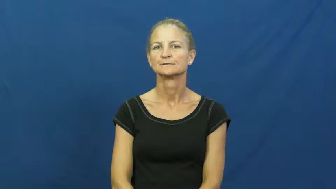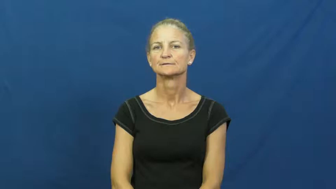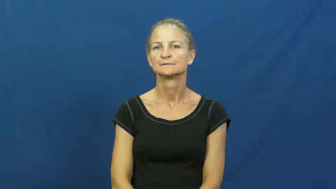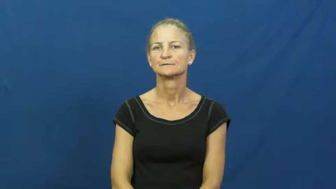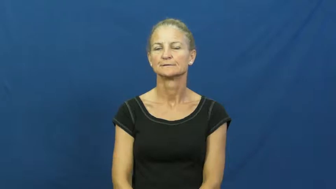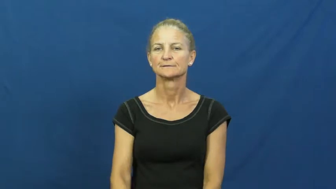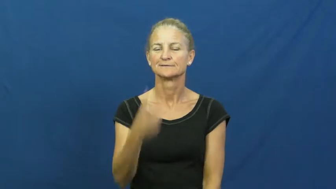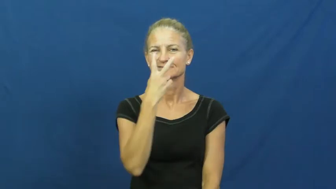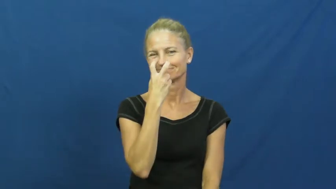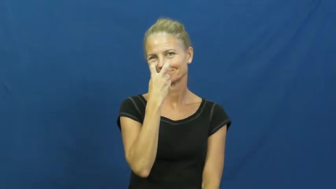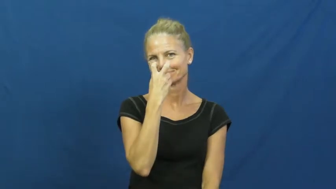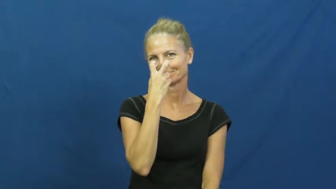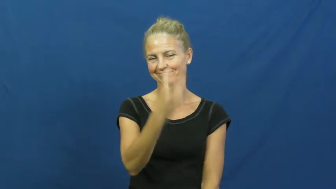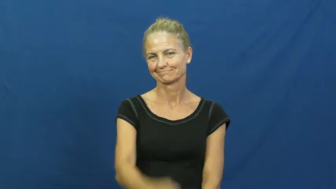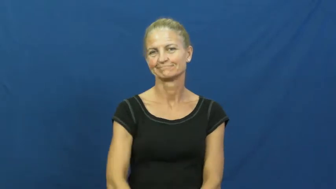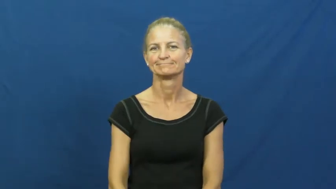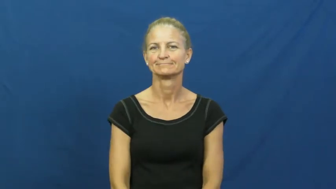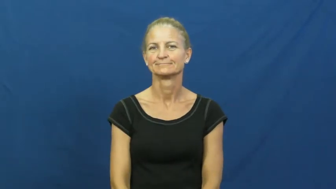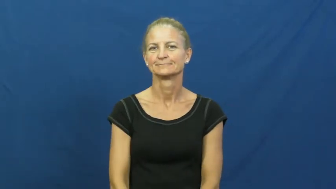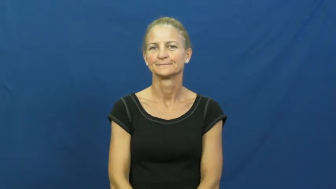cynical